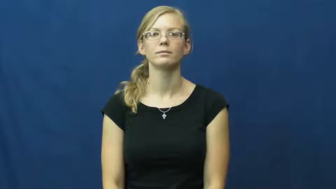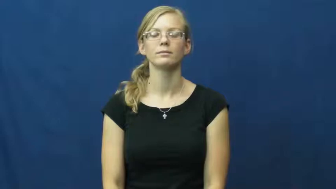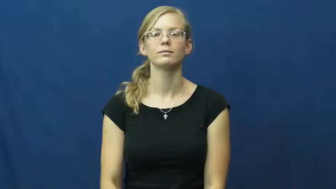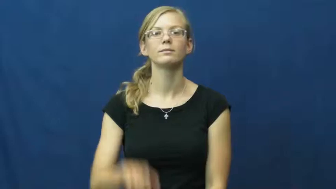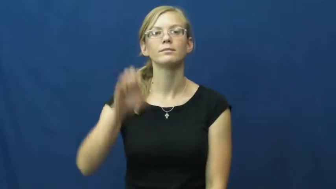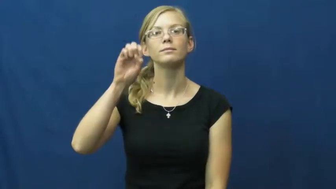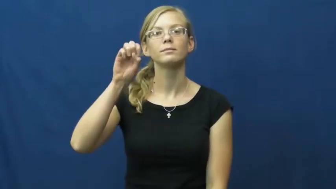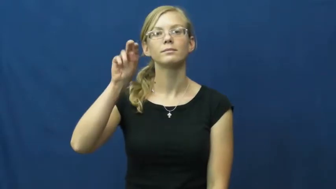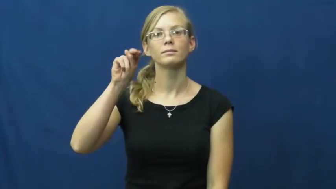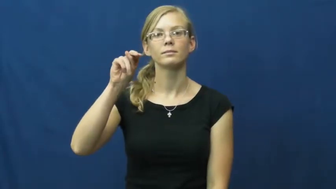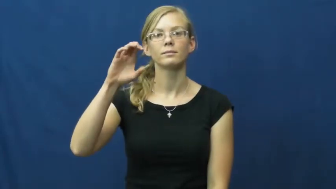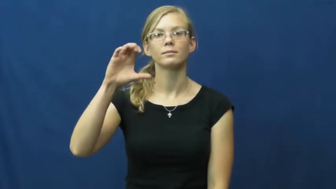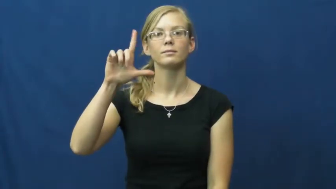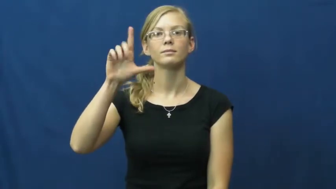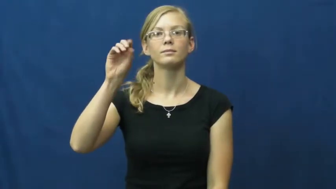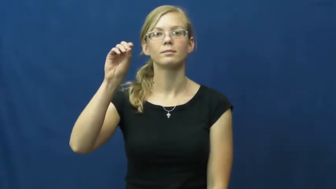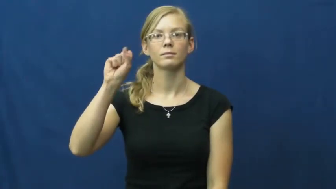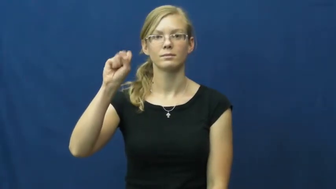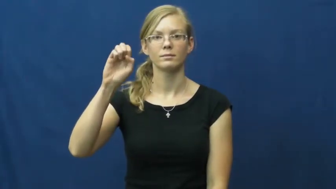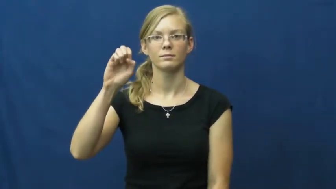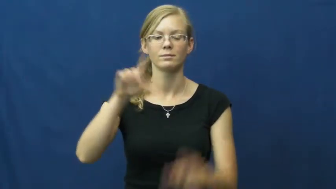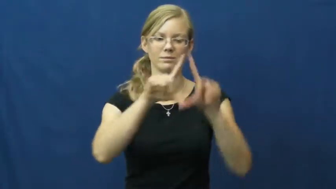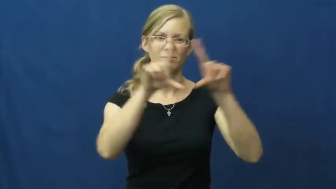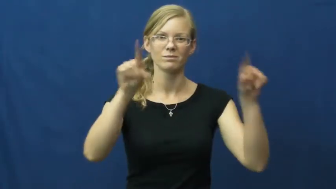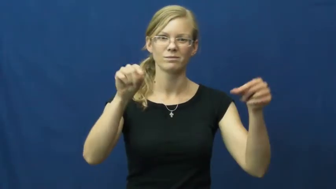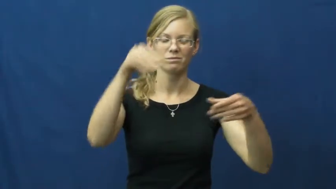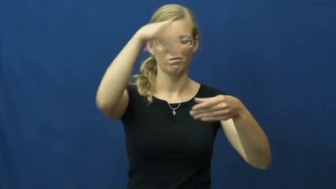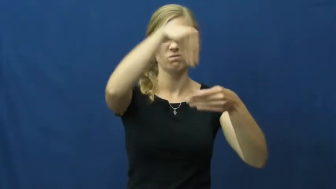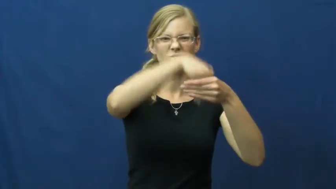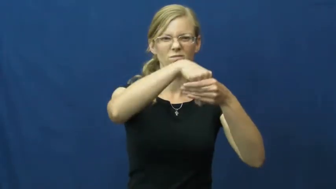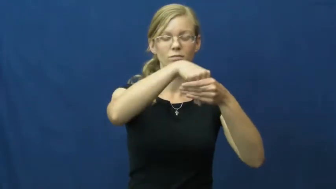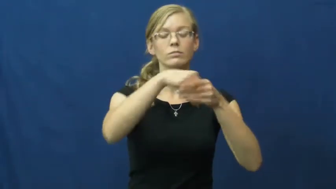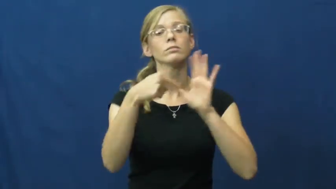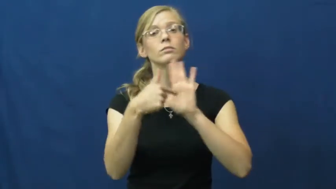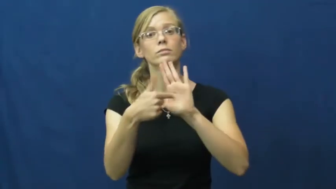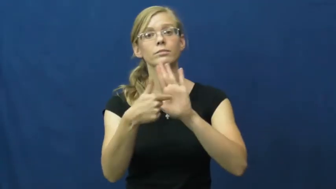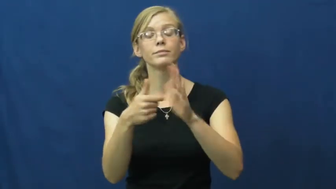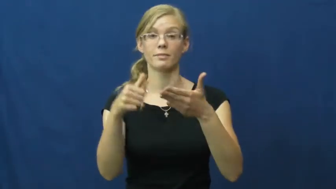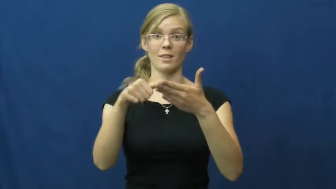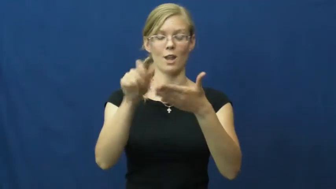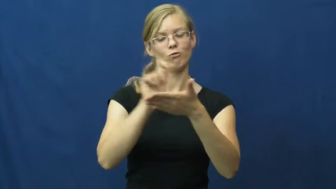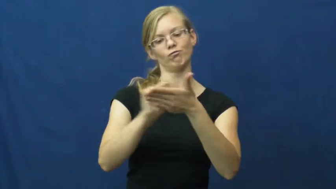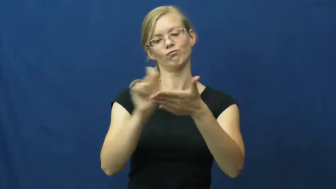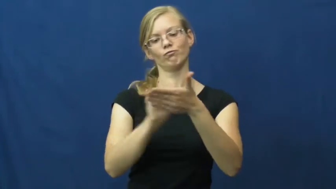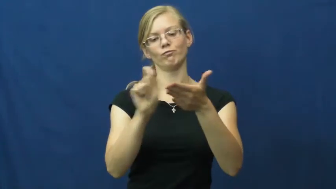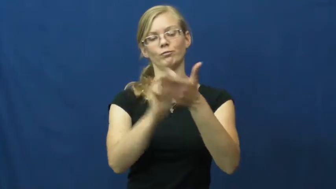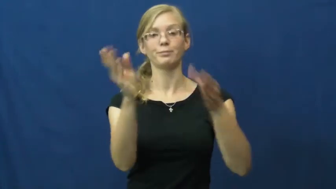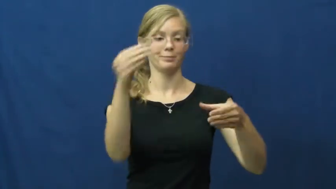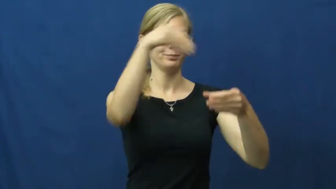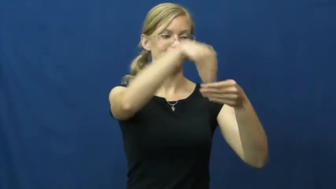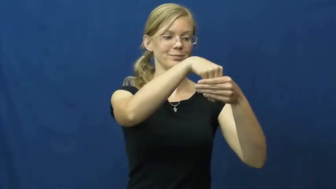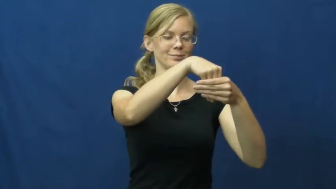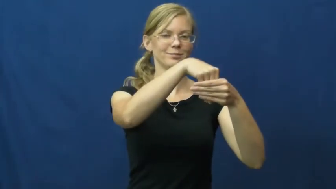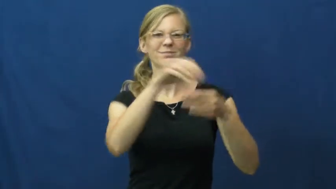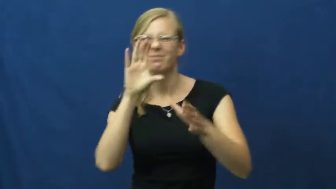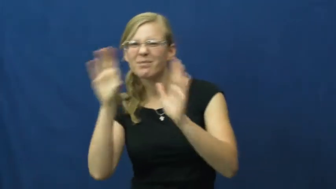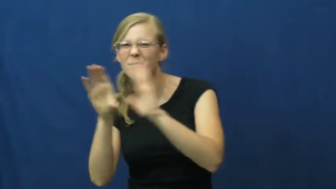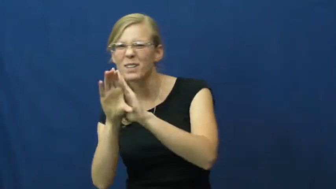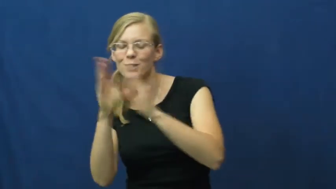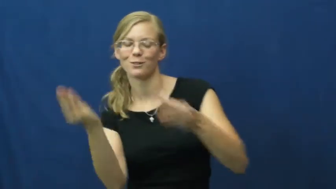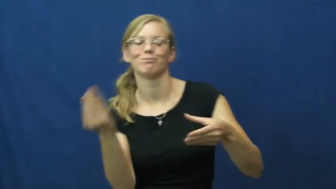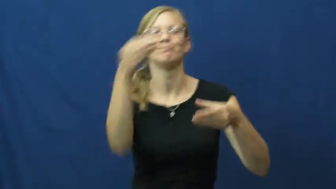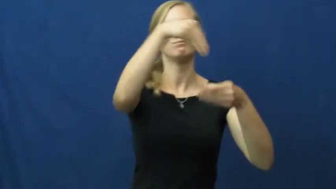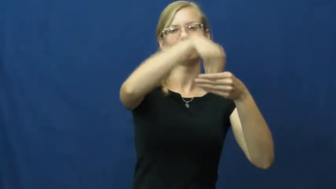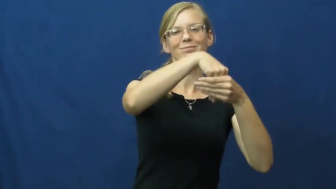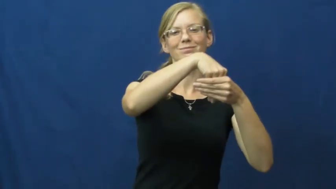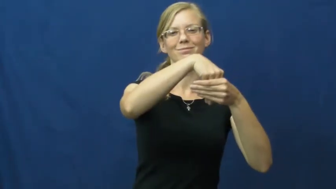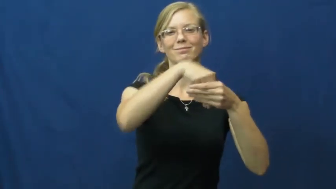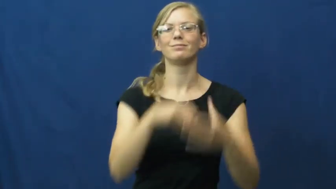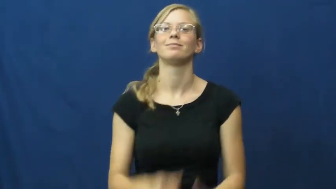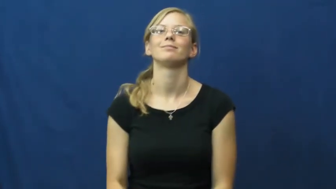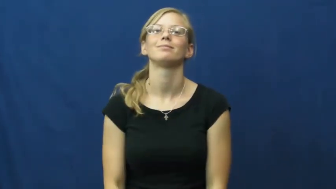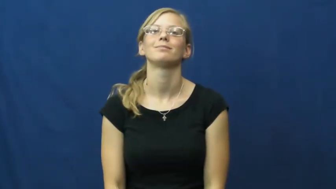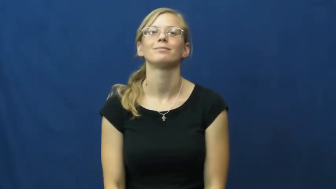enclose-put in